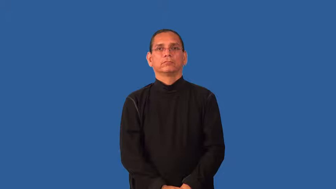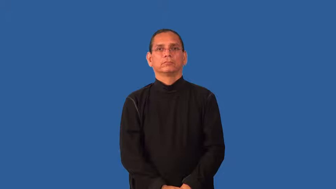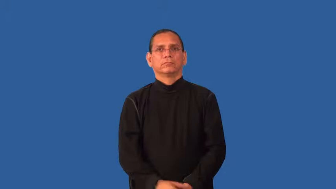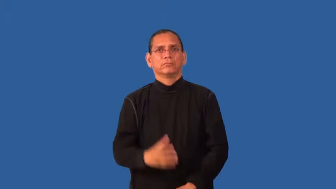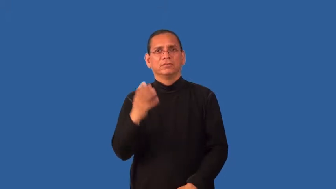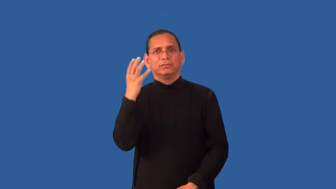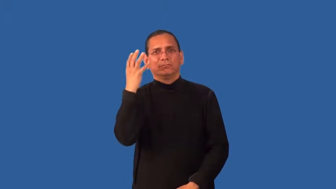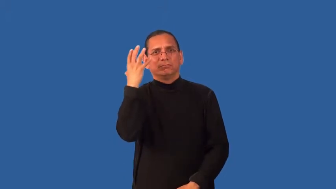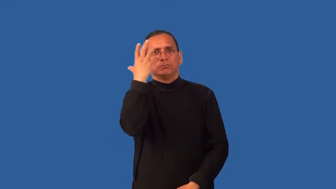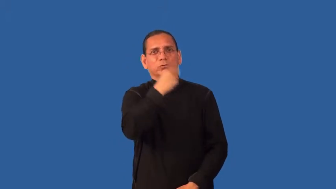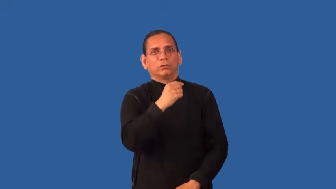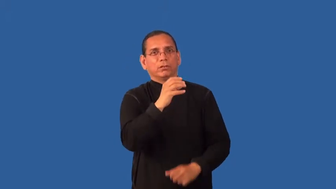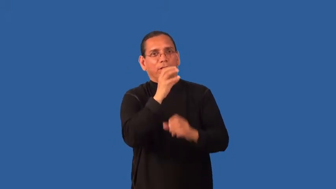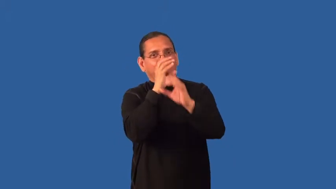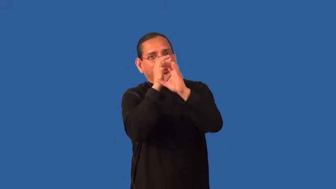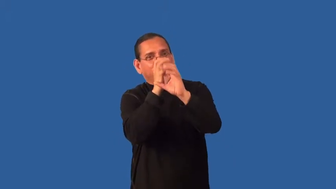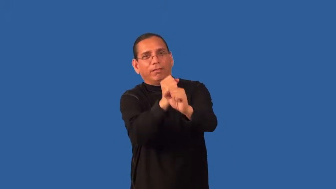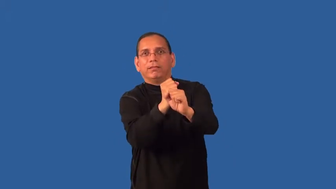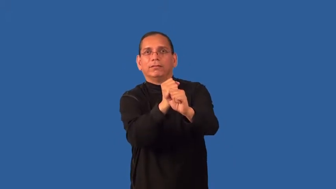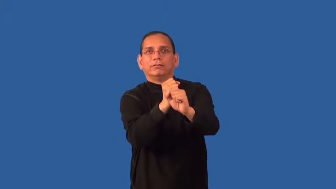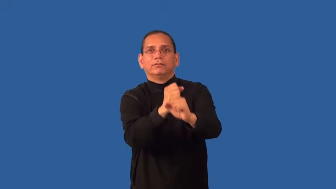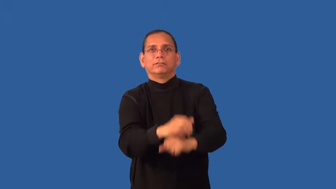enchanting